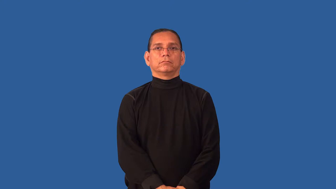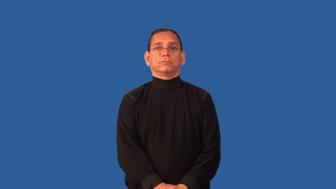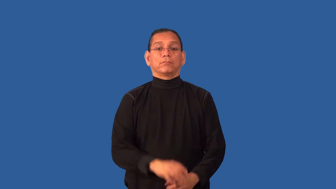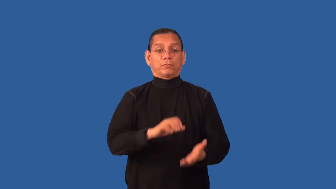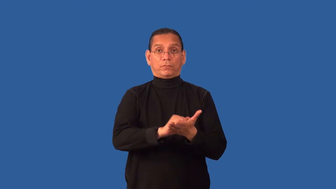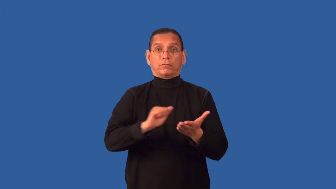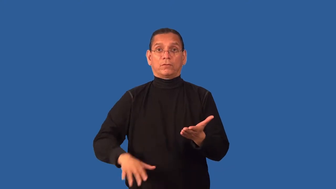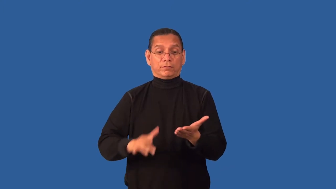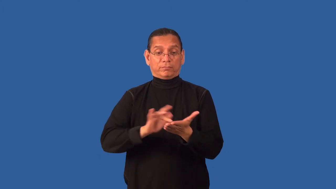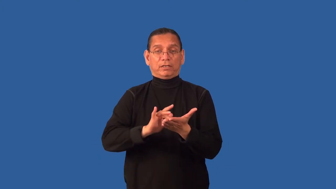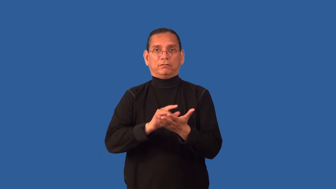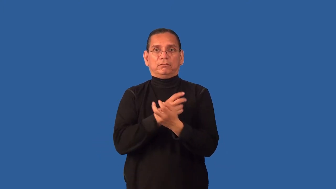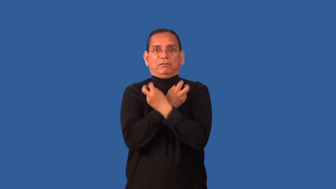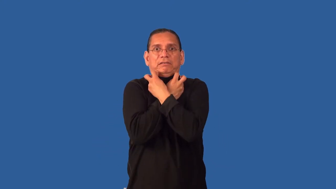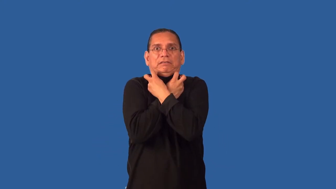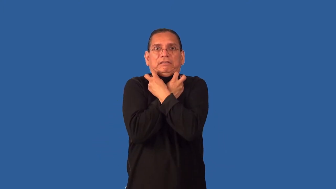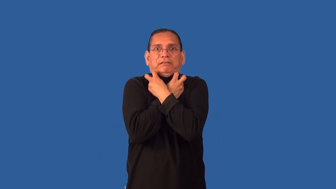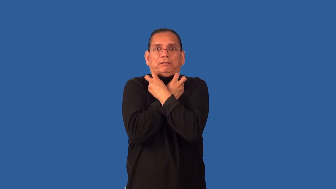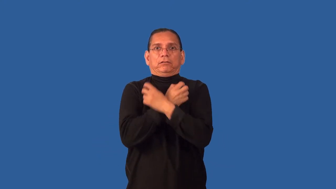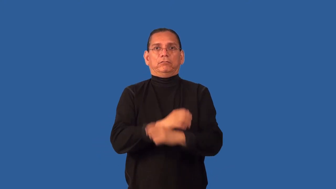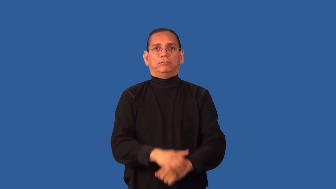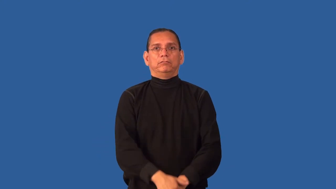detoxify